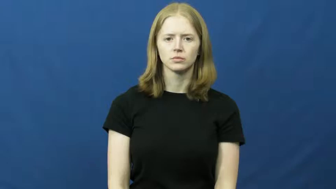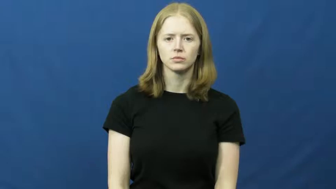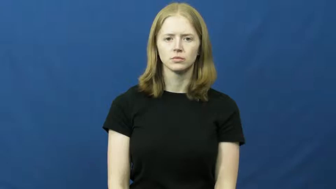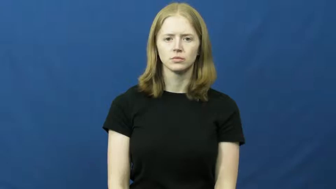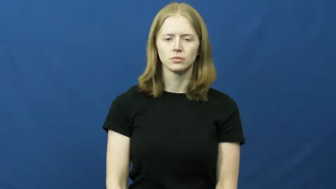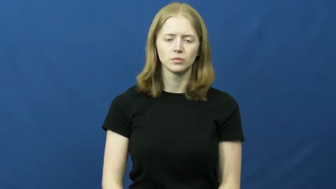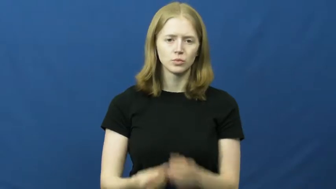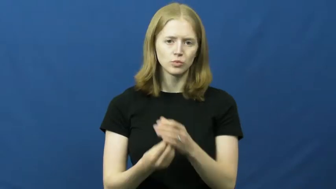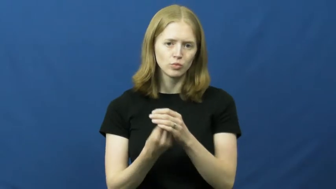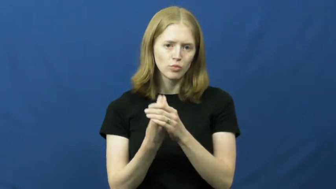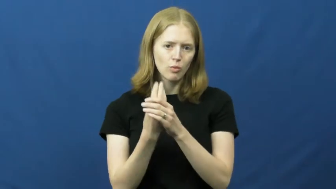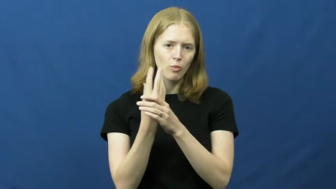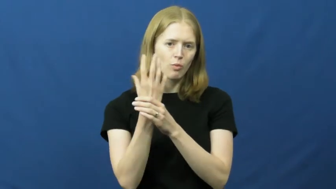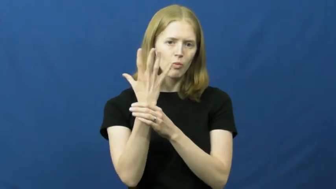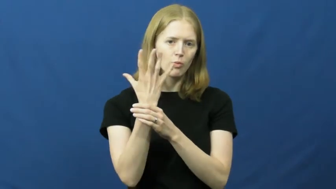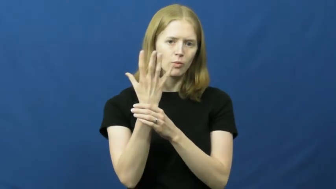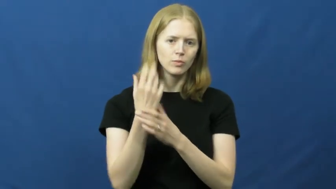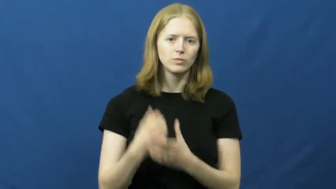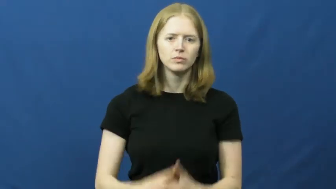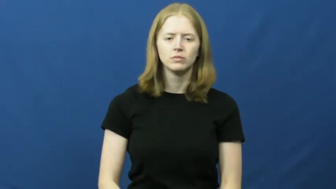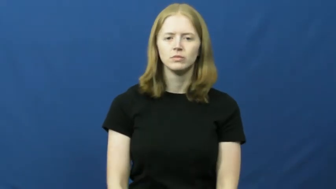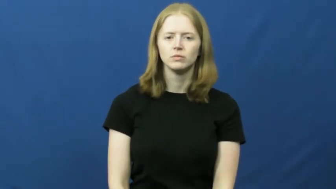spring forth